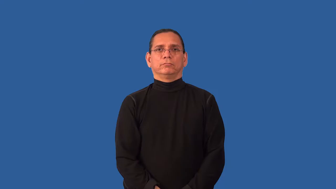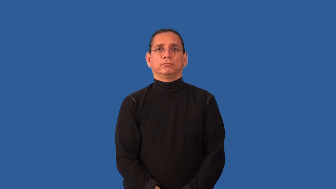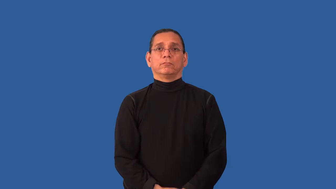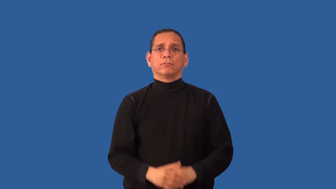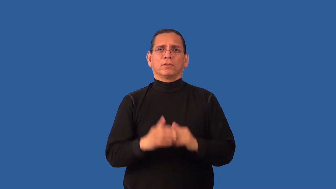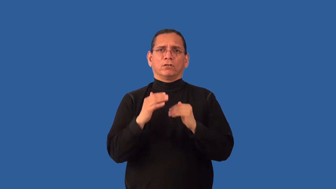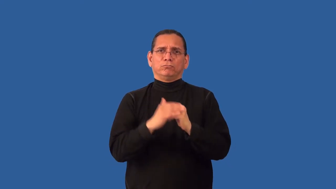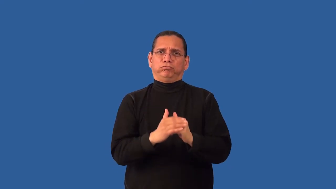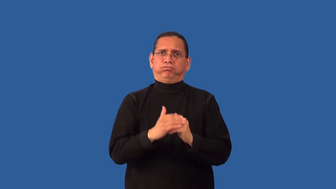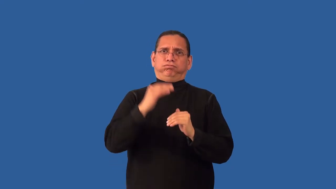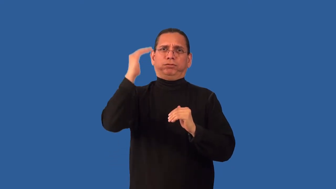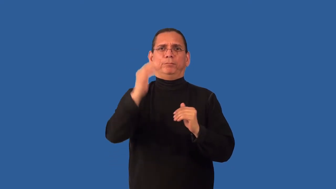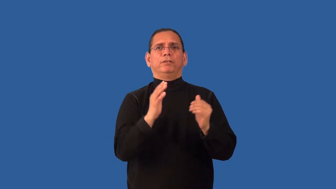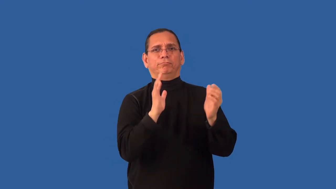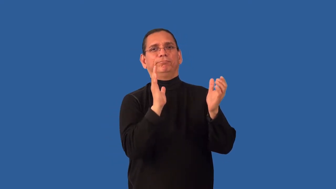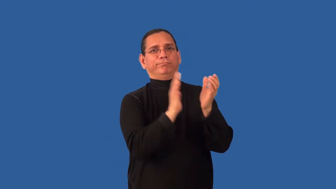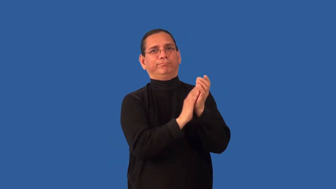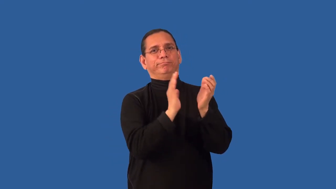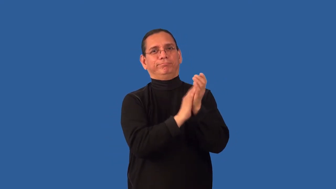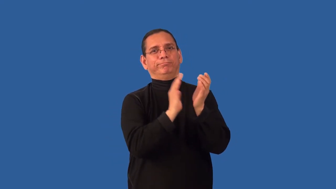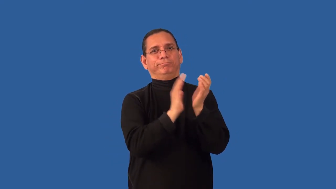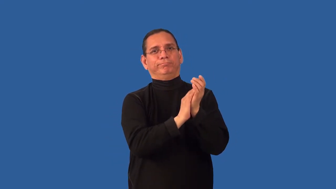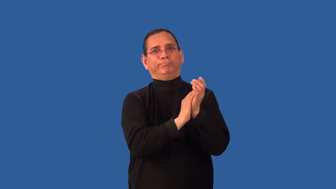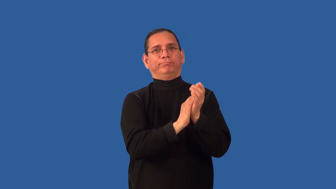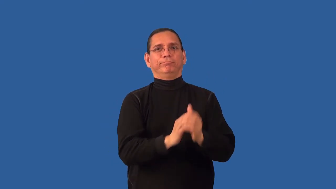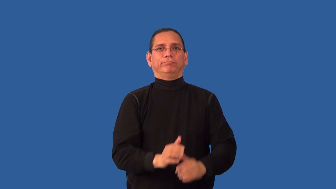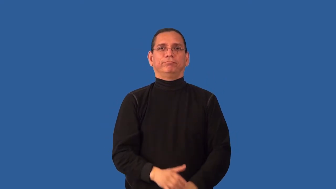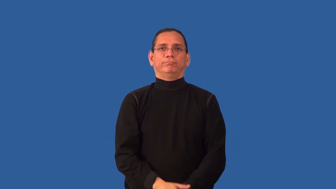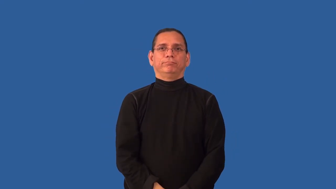overpraise